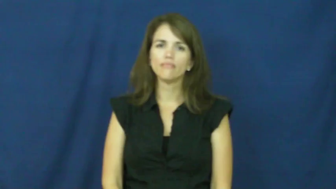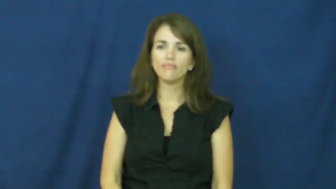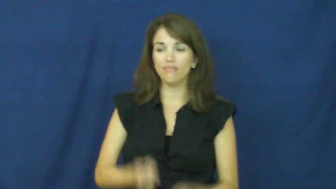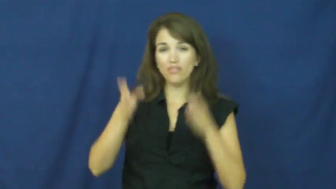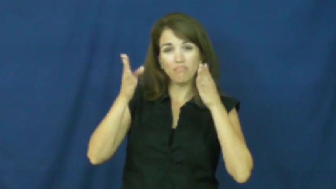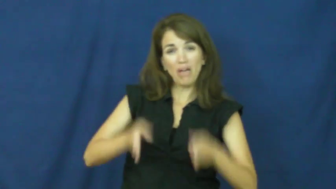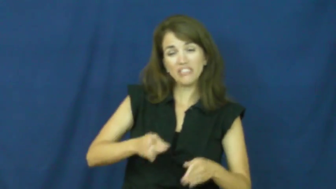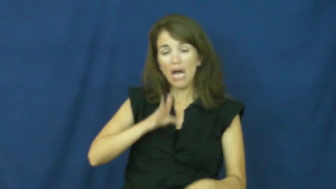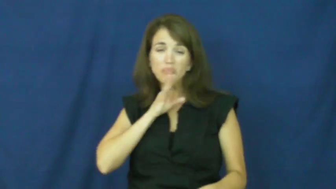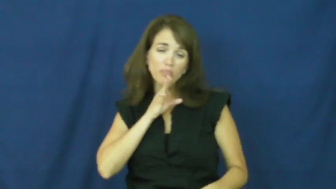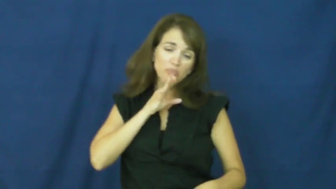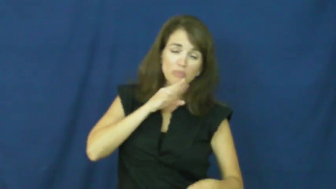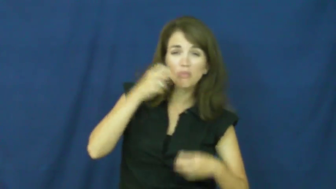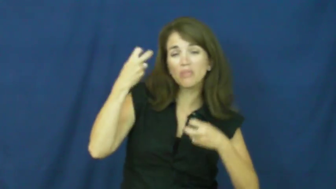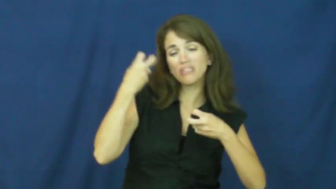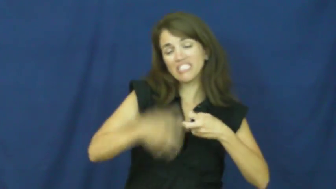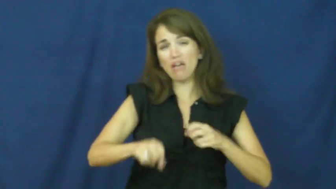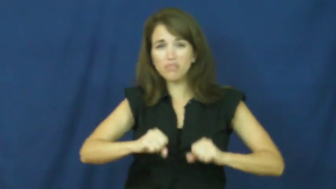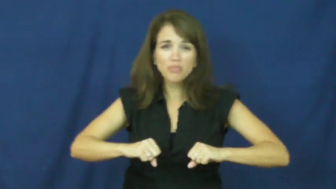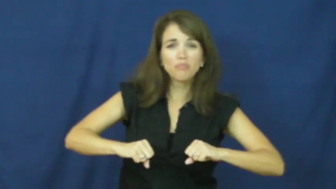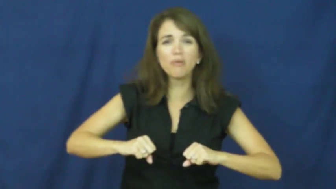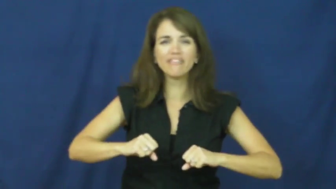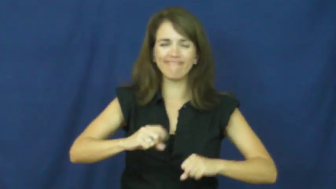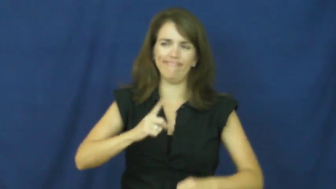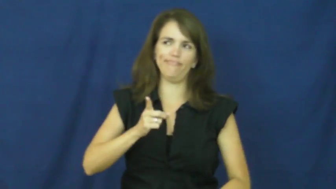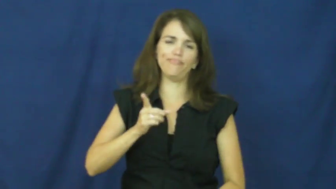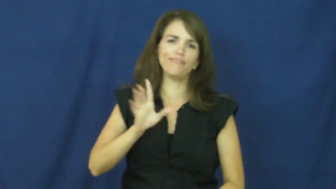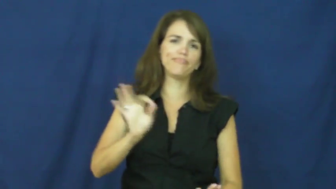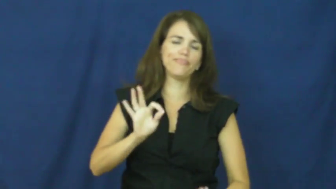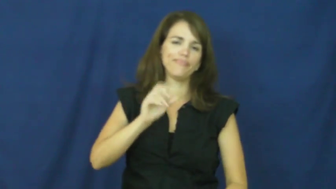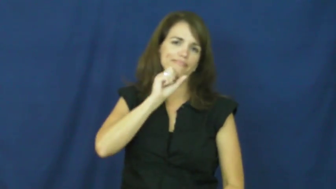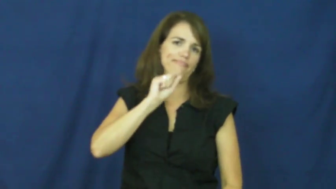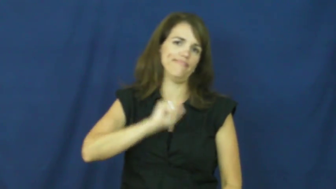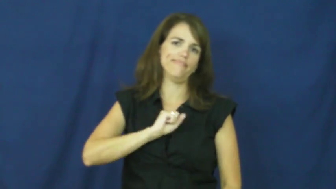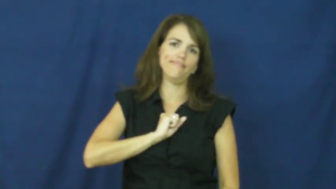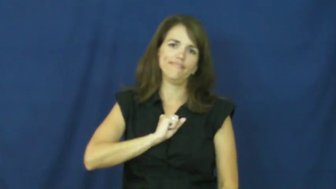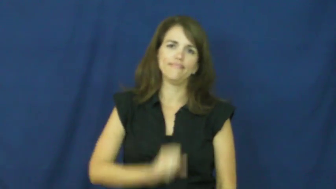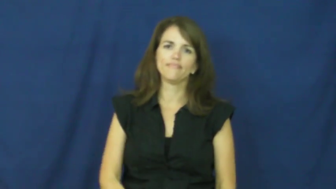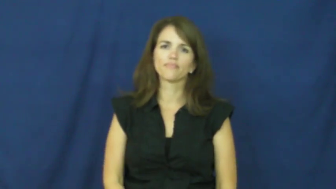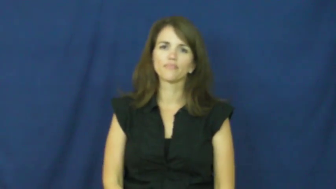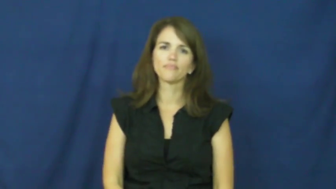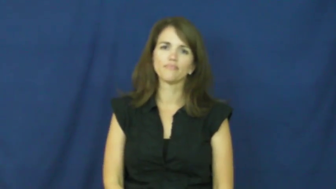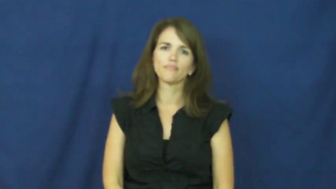"all bark and no bite"